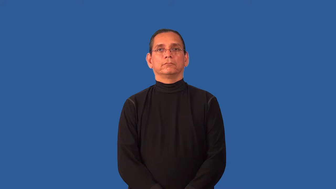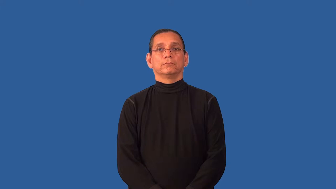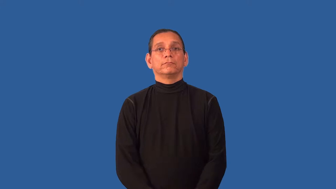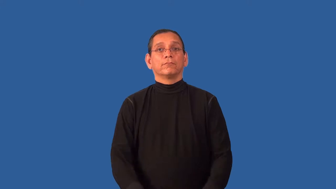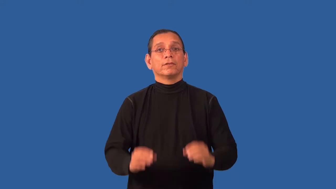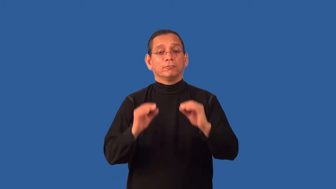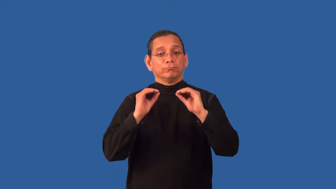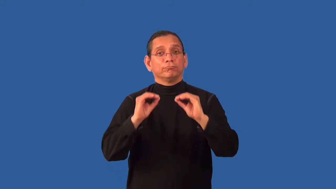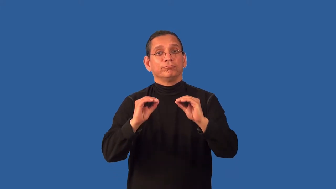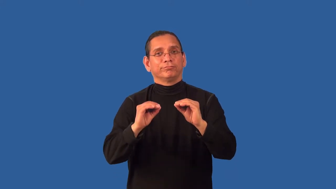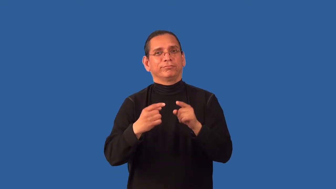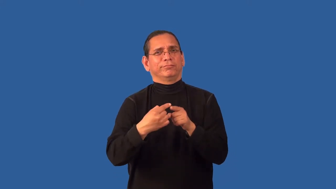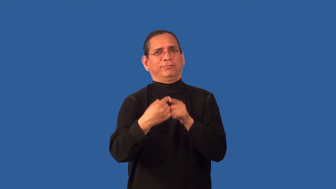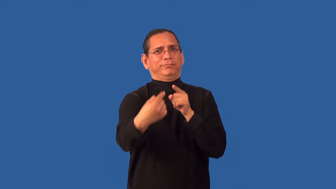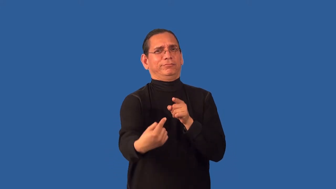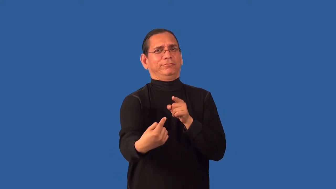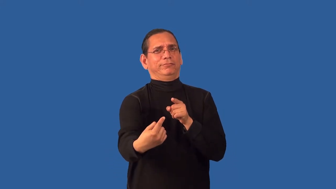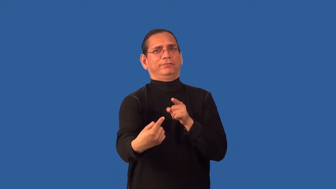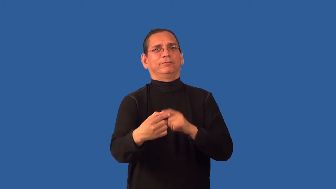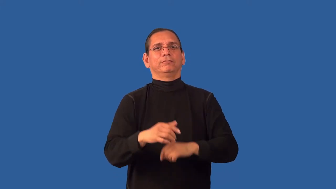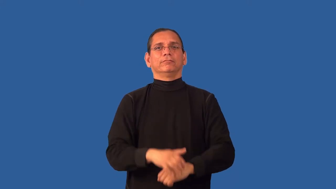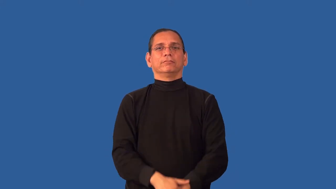unteach